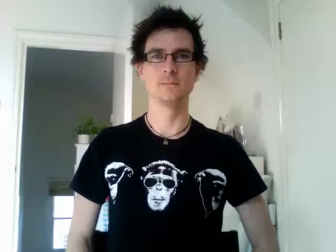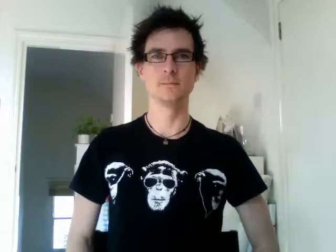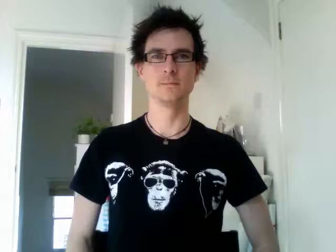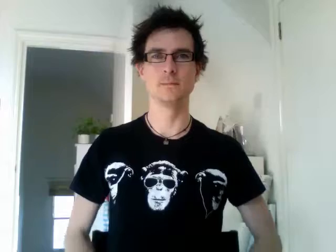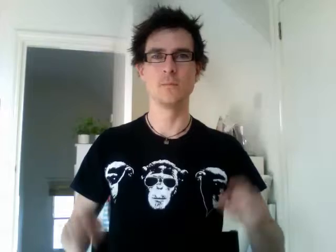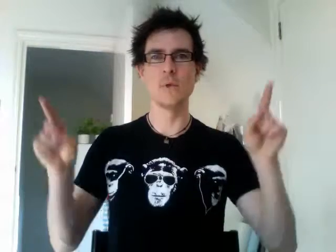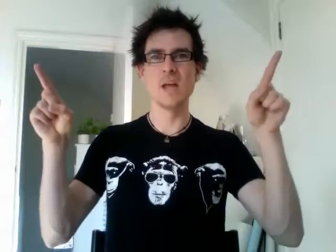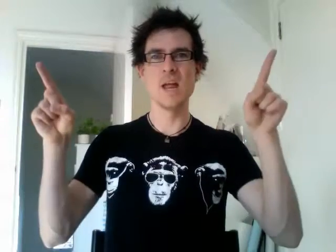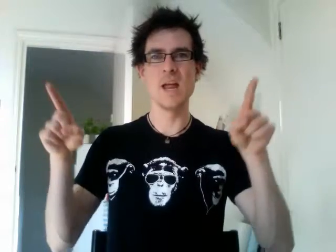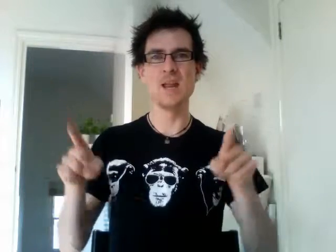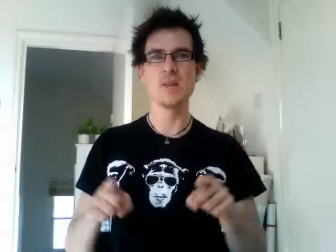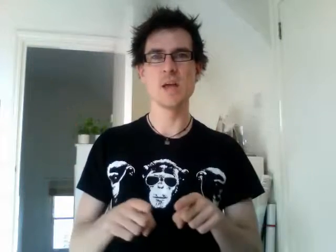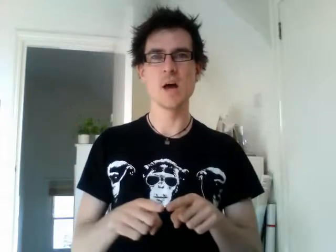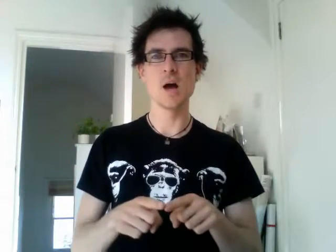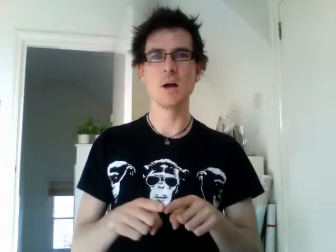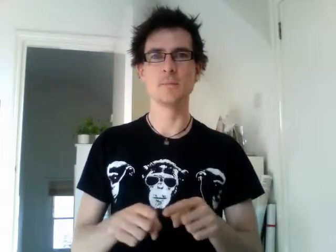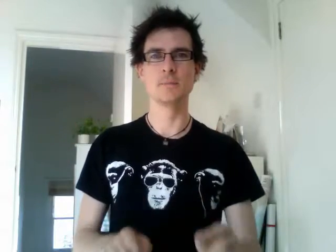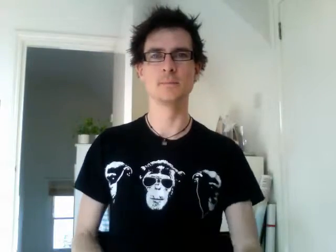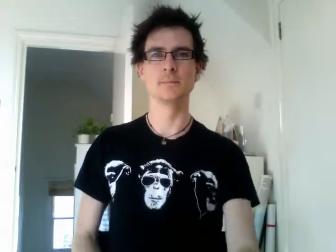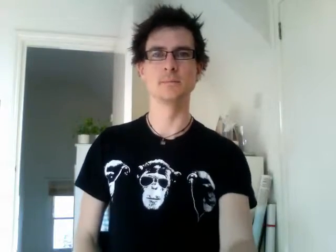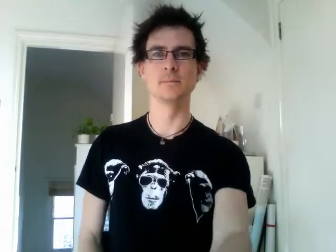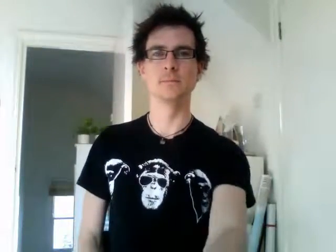india